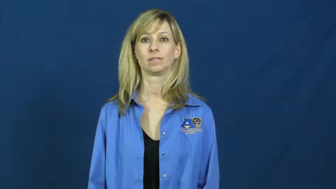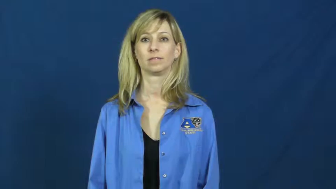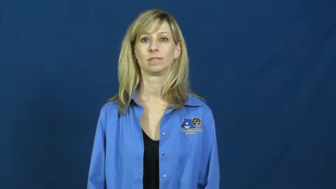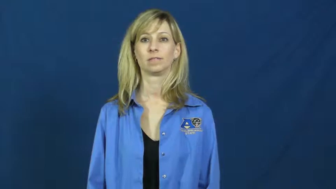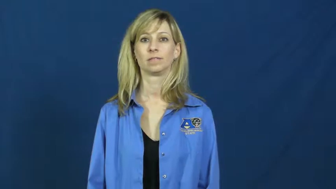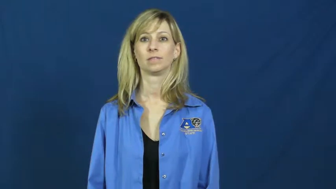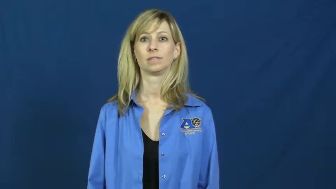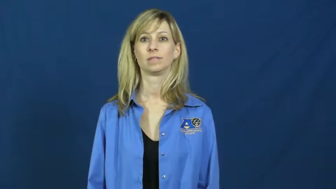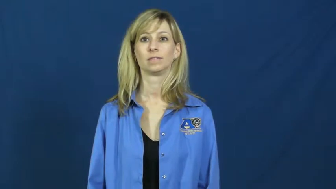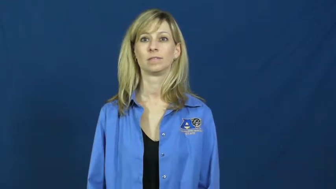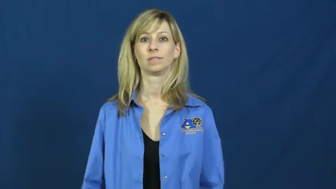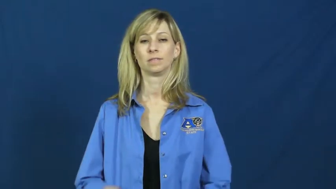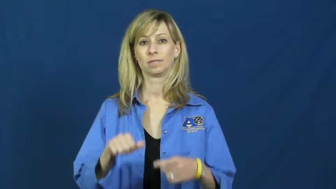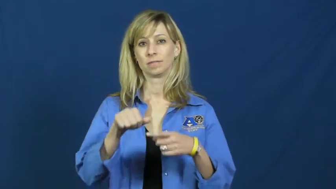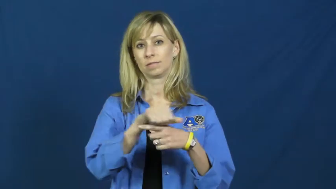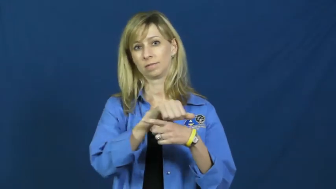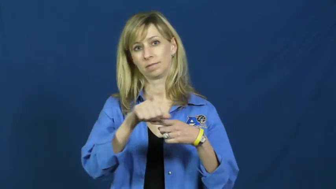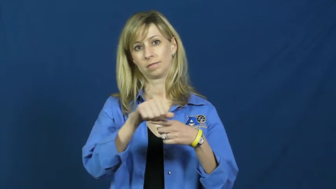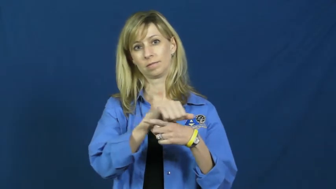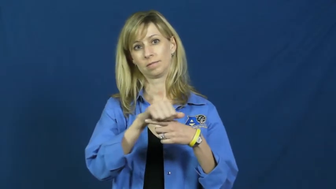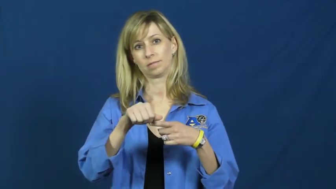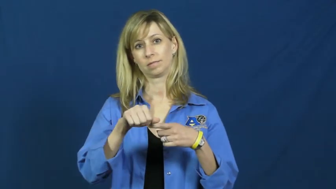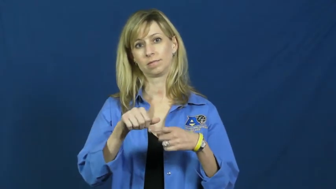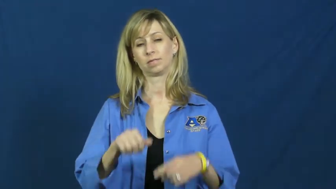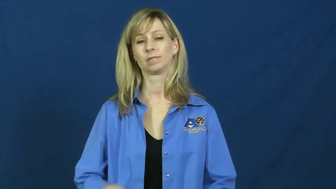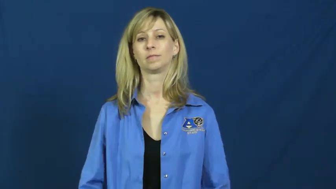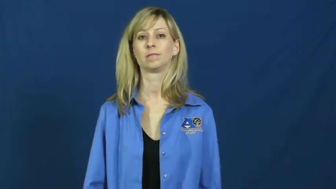rehearse